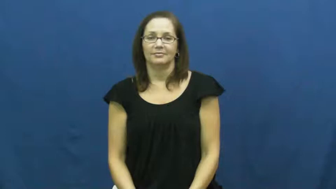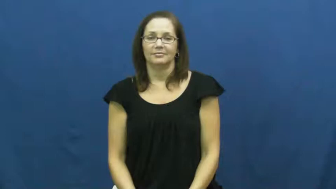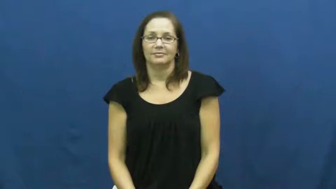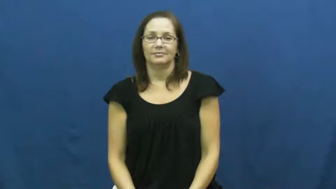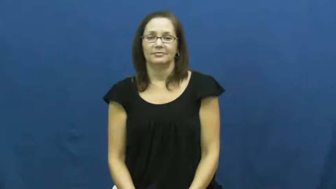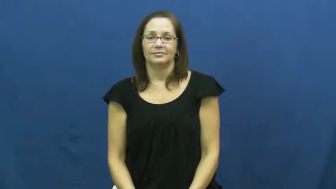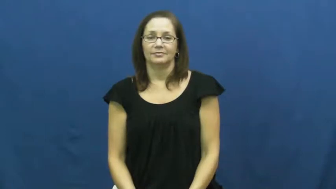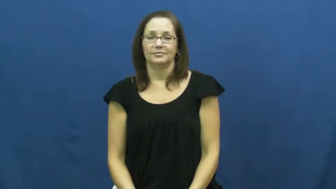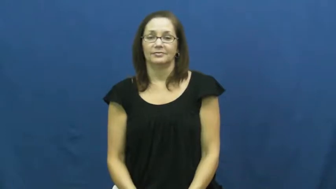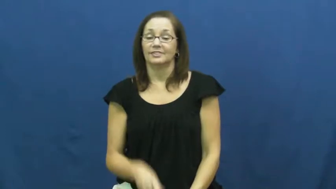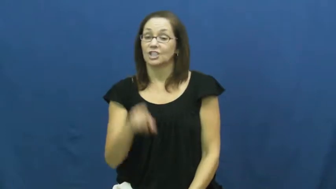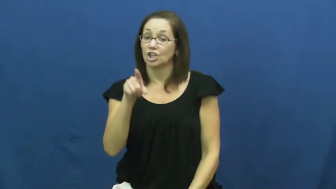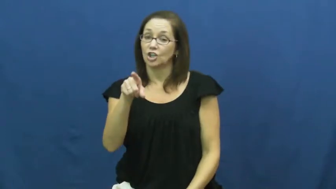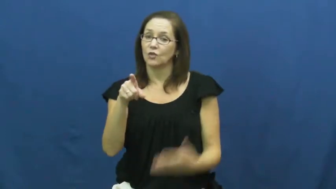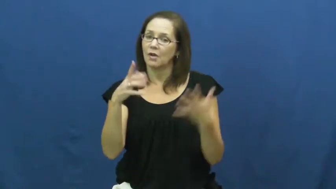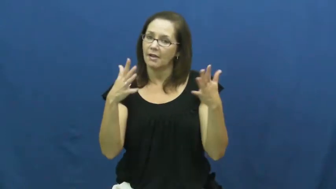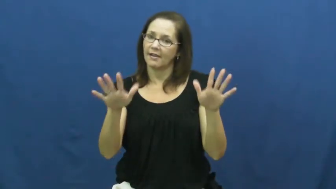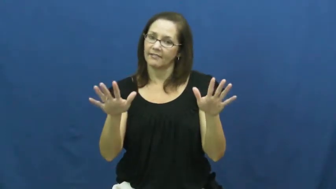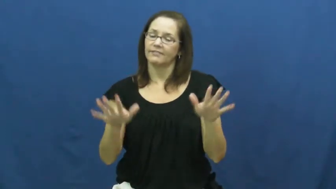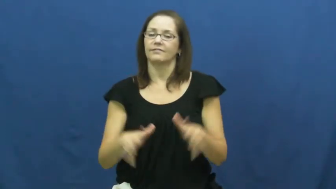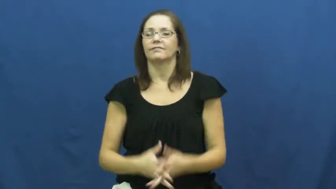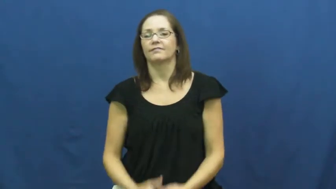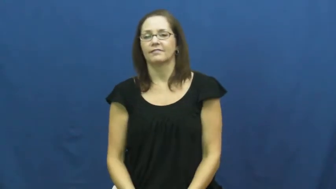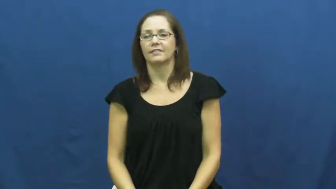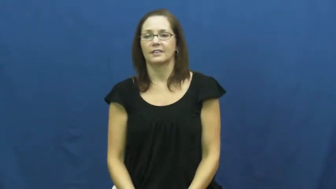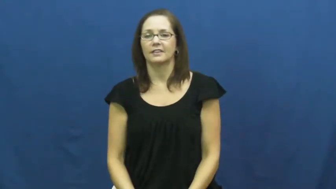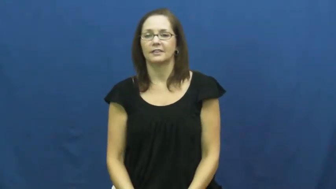you've